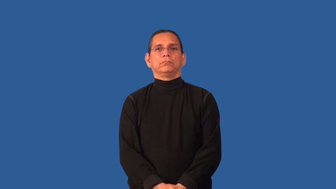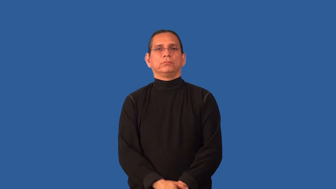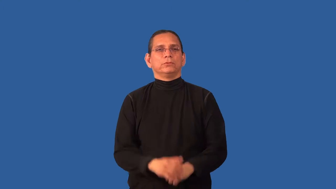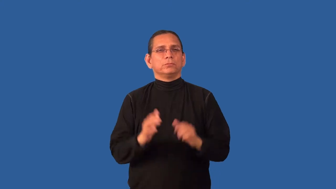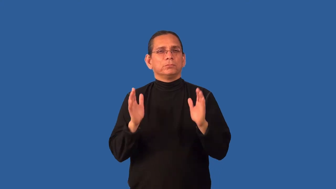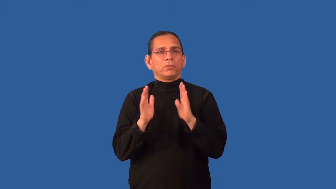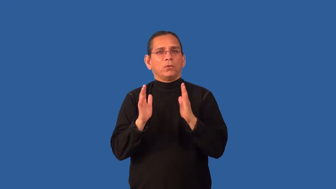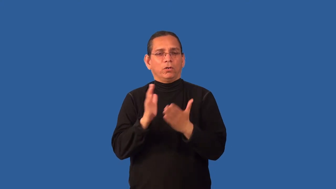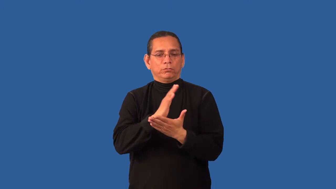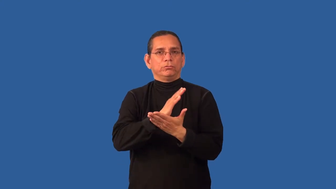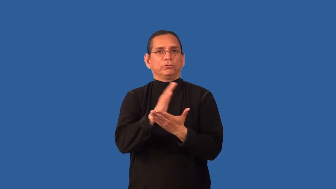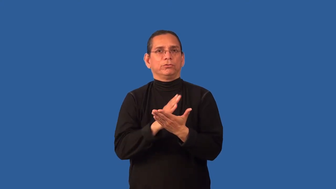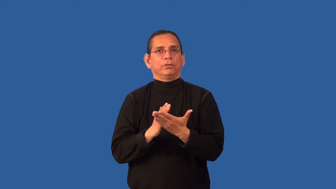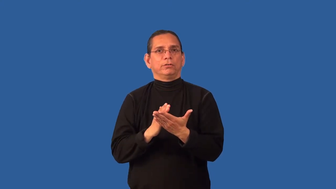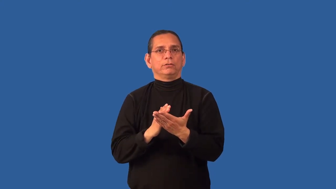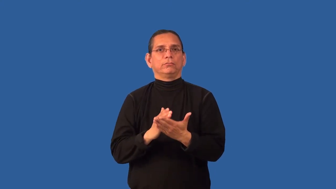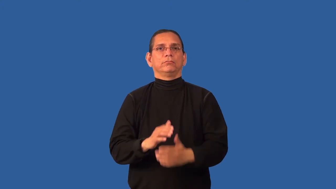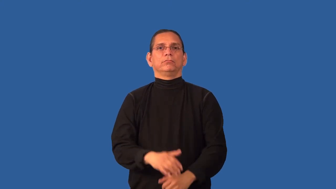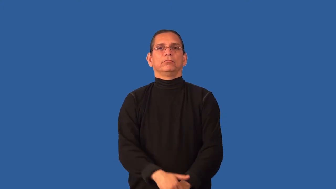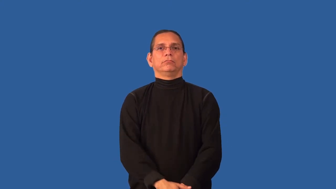chink-small break